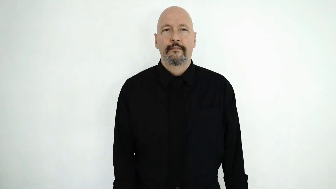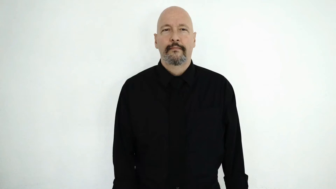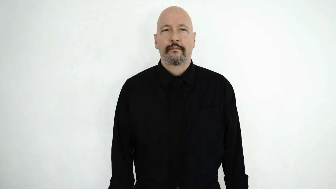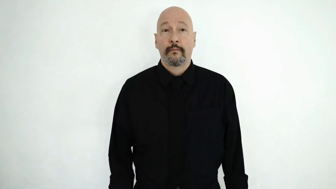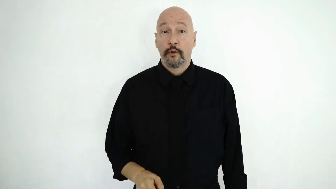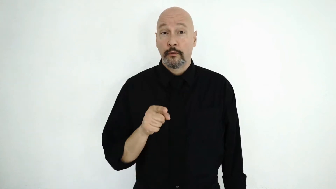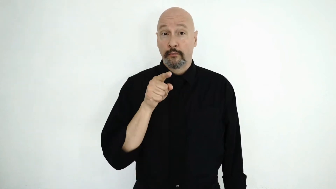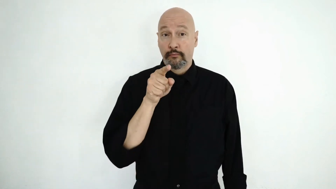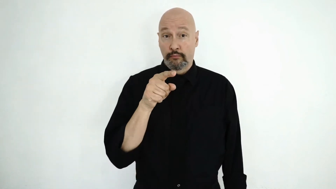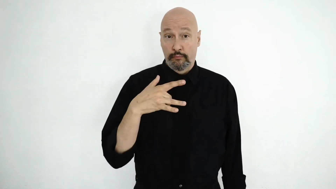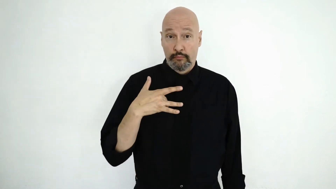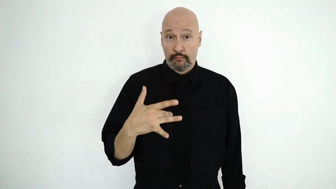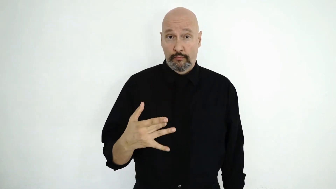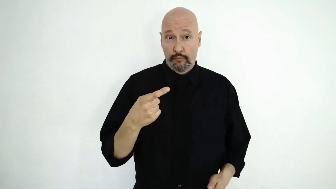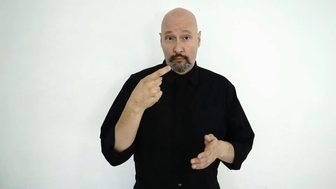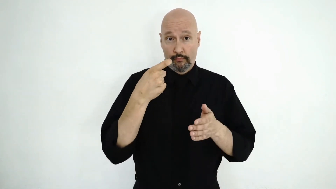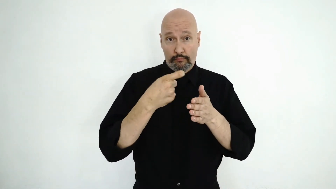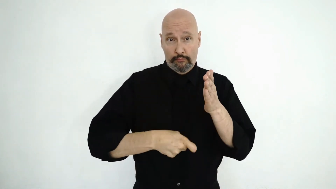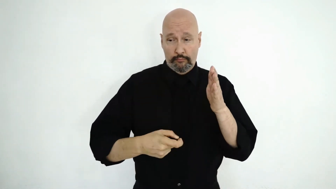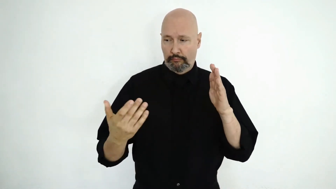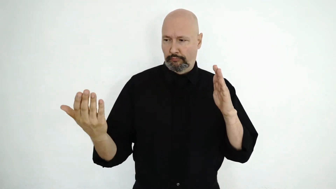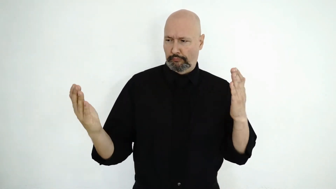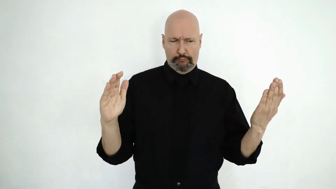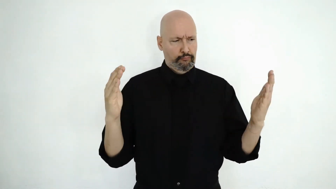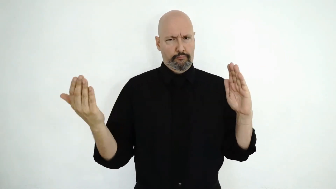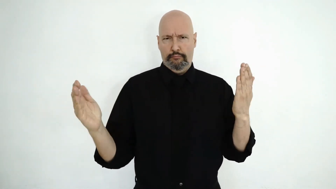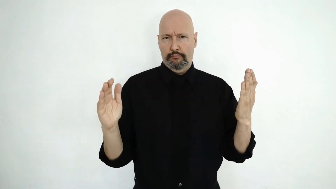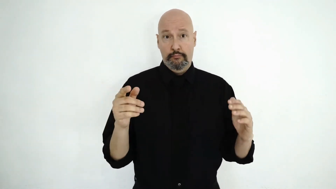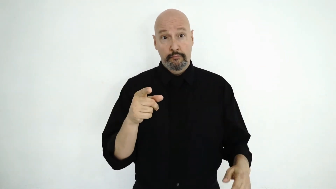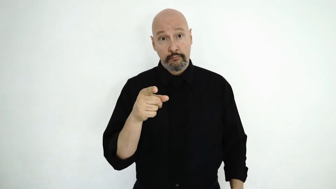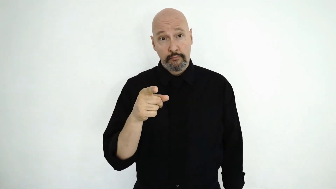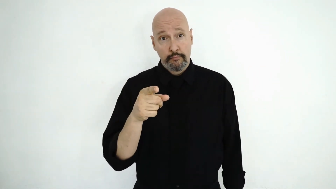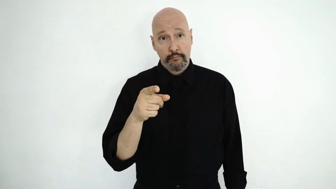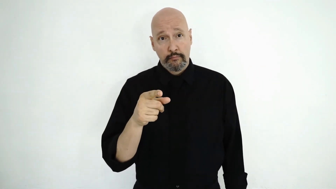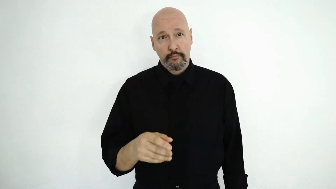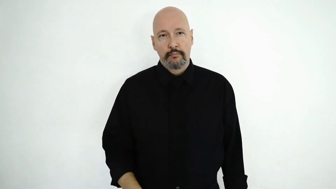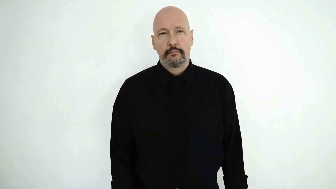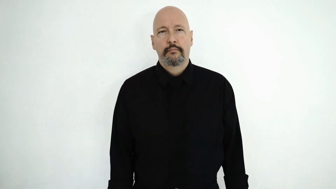YOU TEND-to COMPARE PRICE?